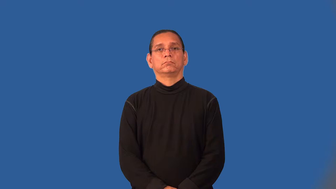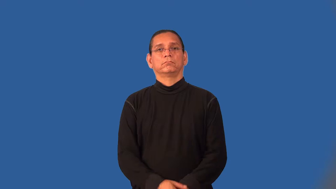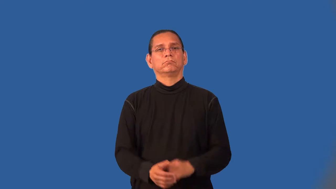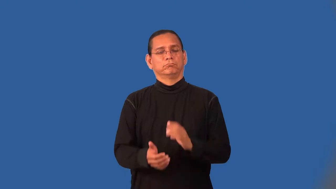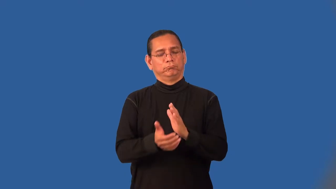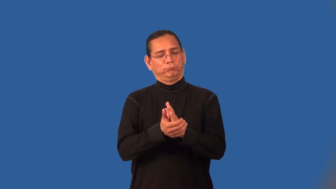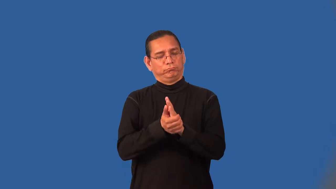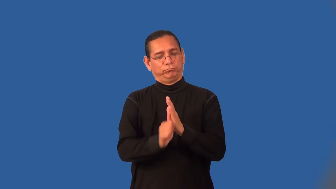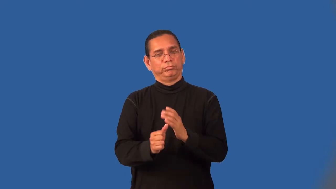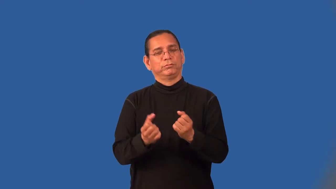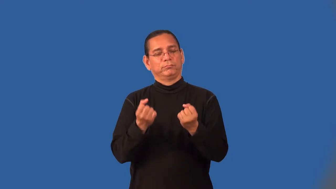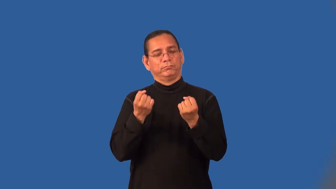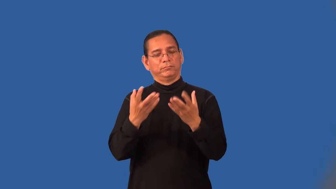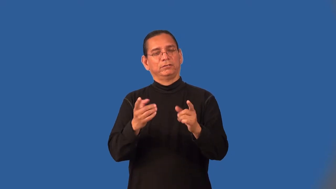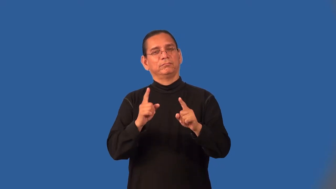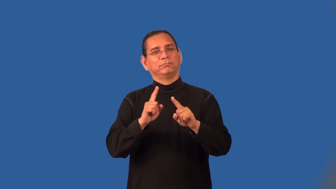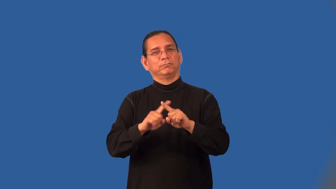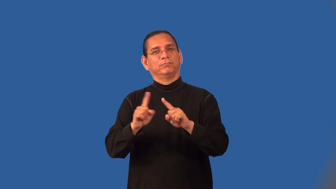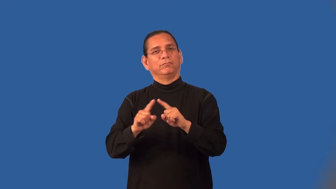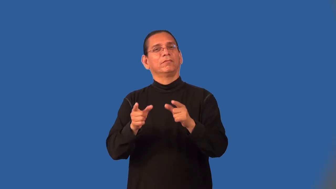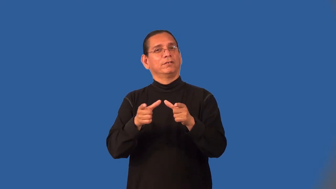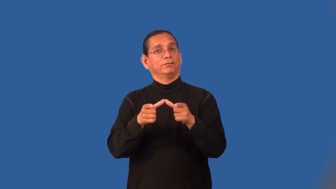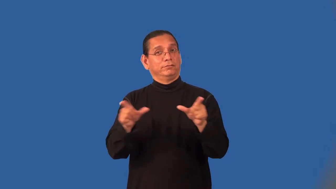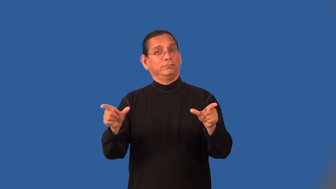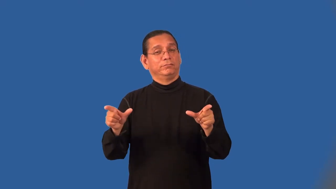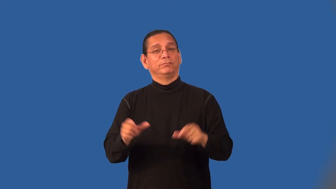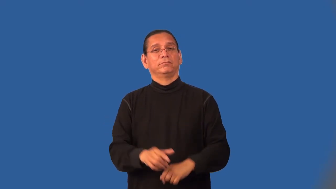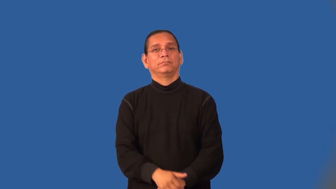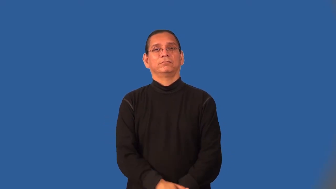multilingual